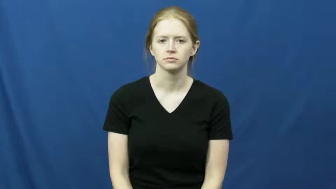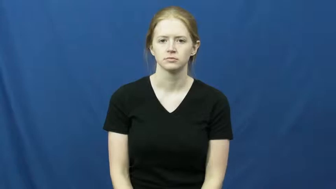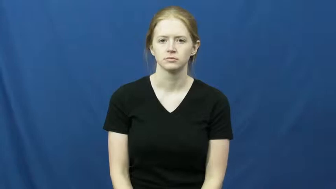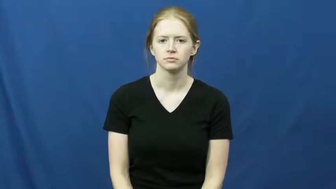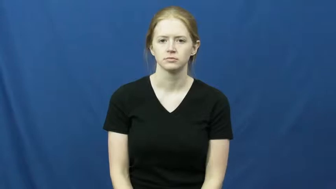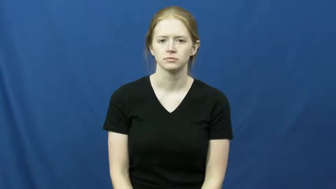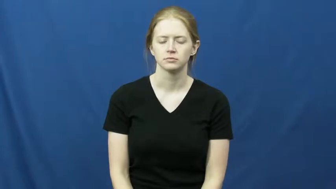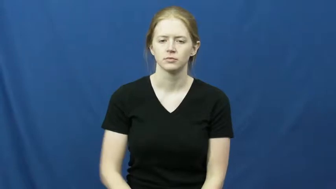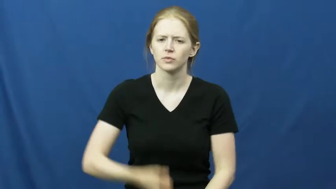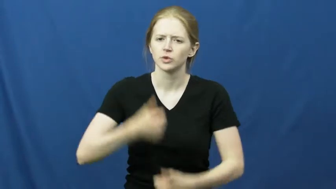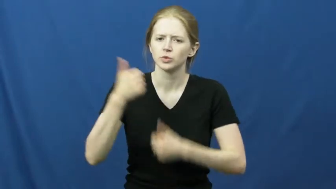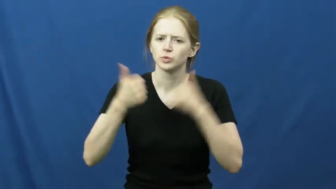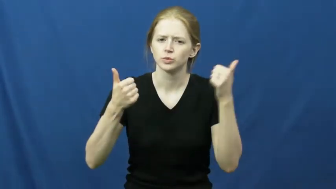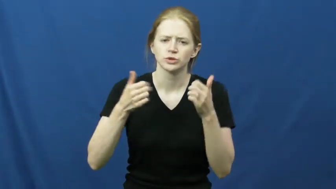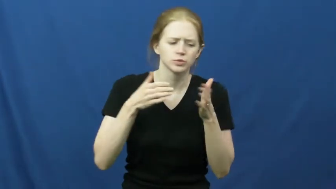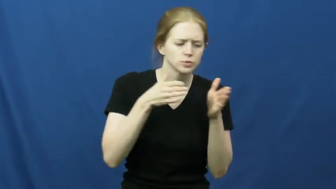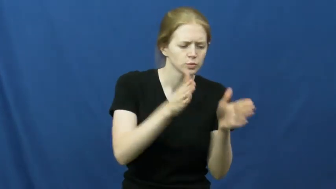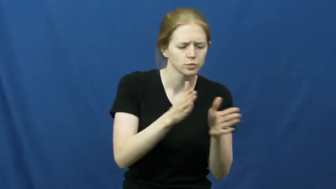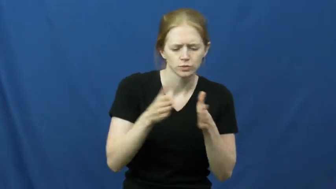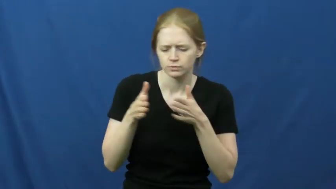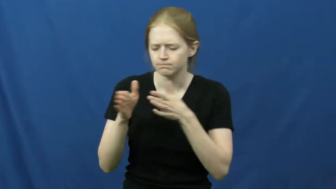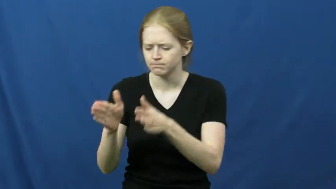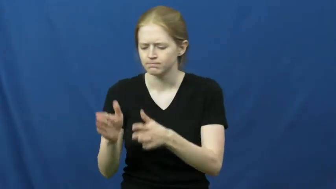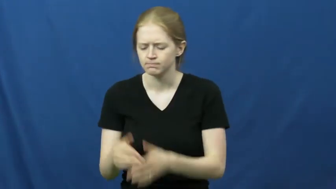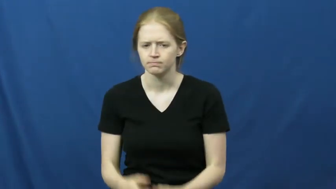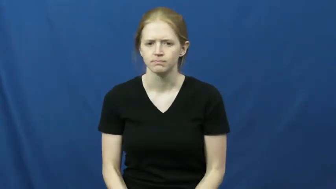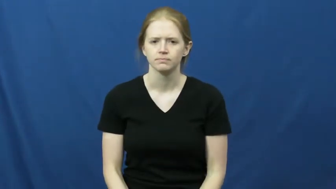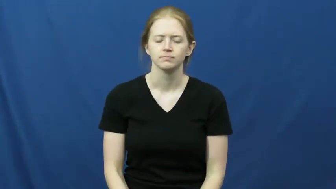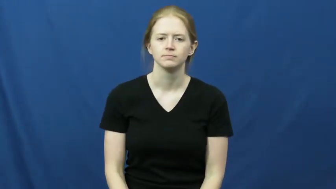direction-which way